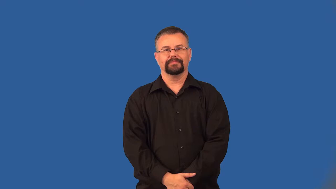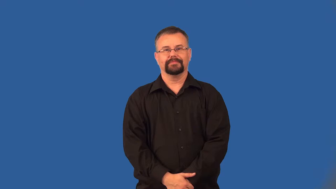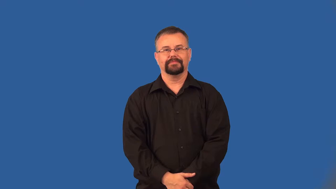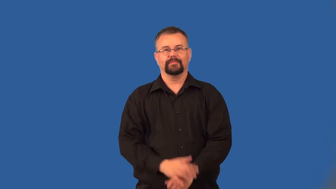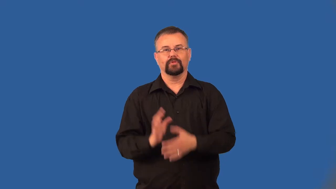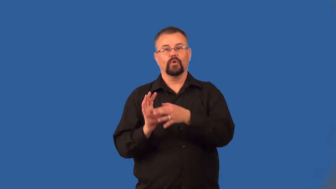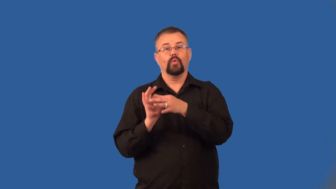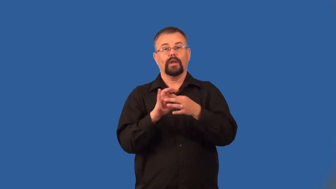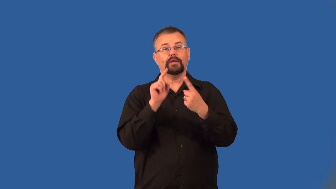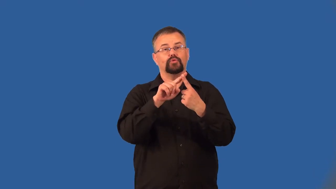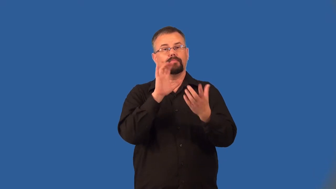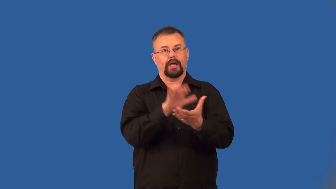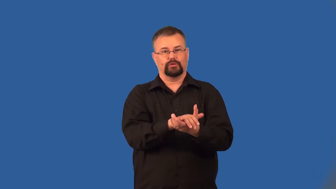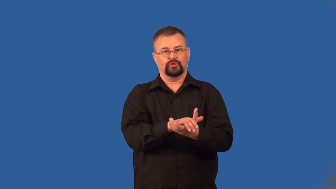conjugal